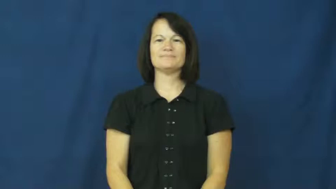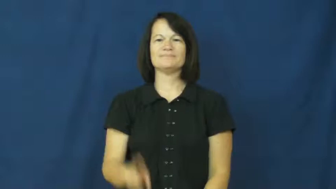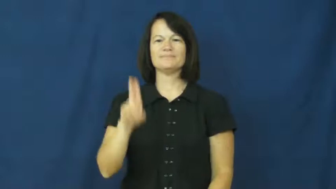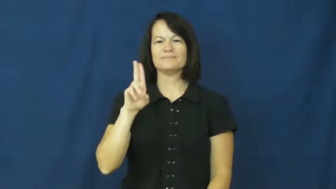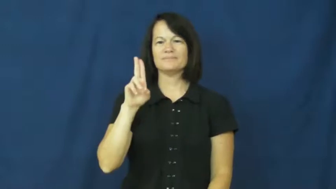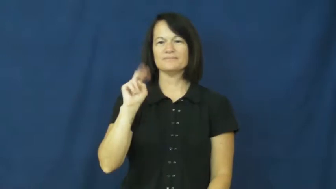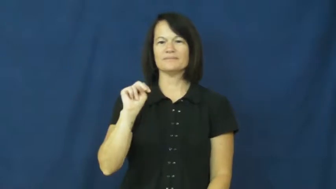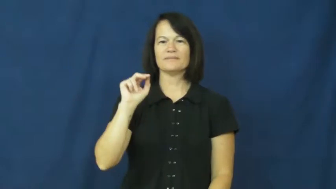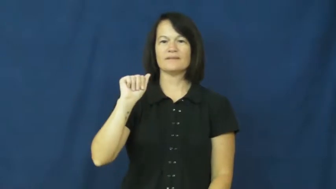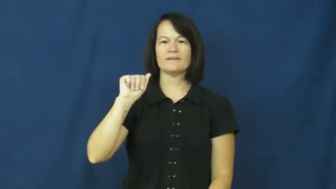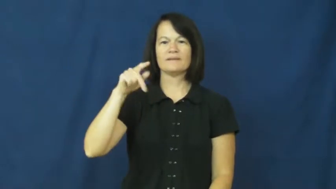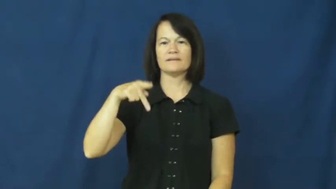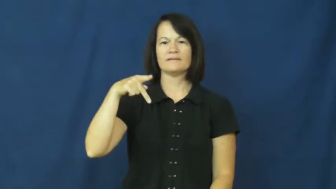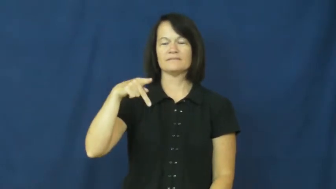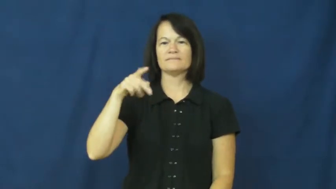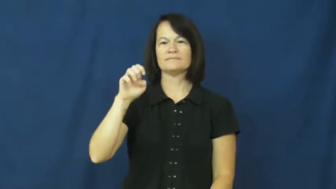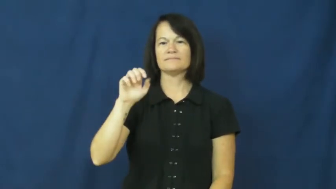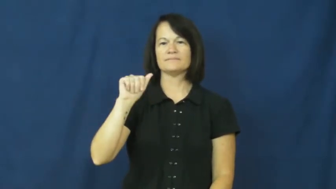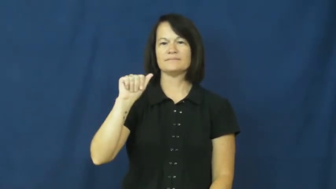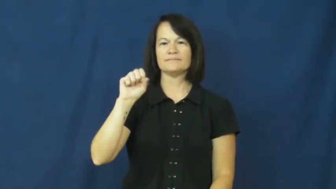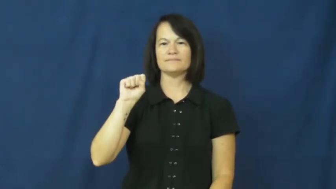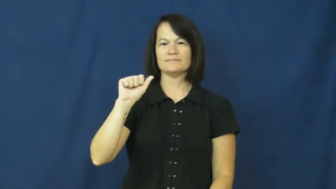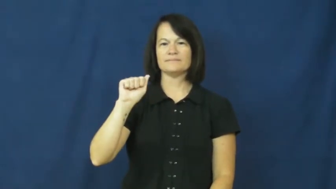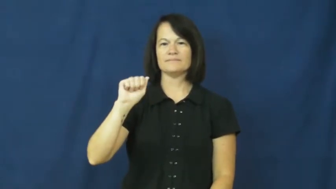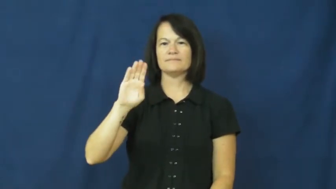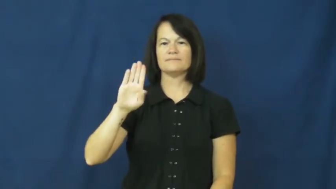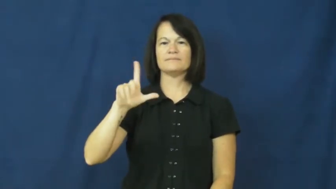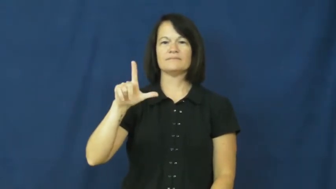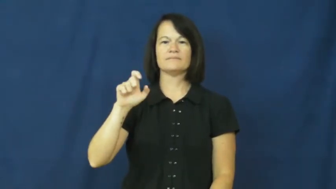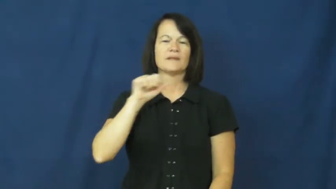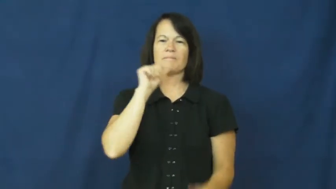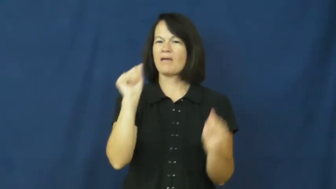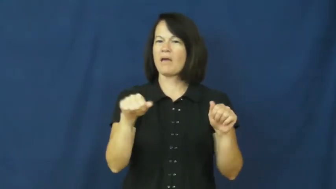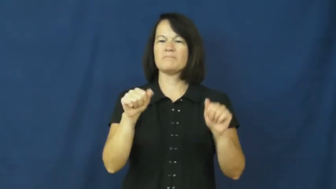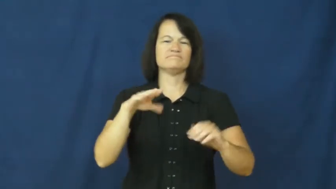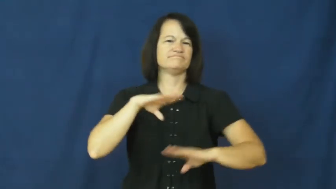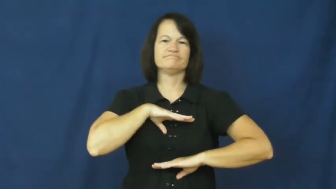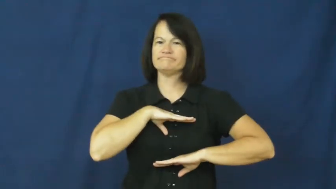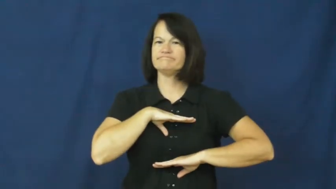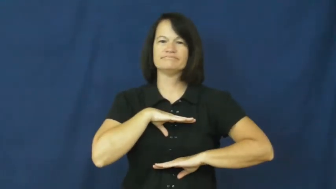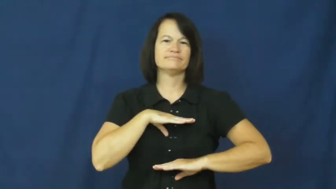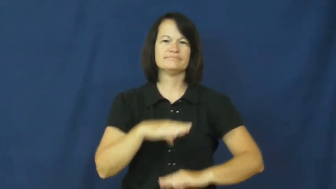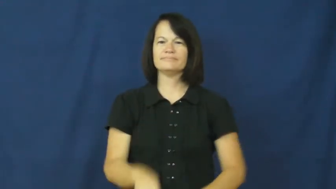unappeasable